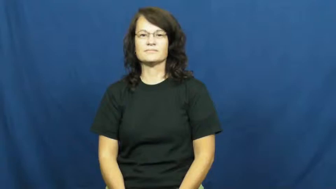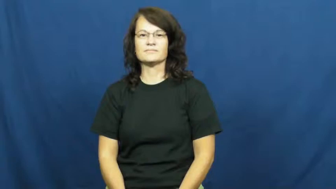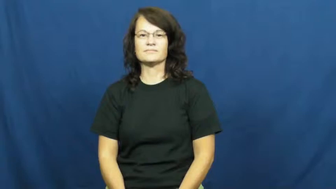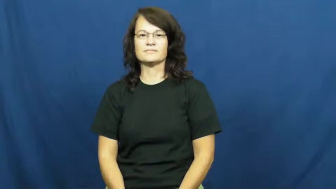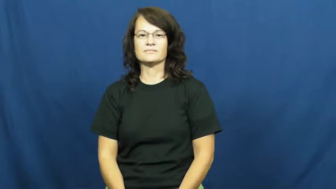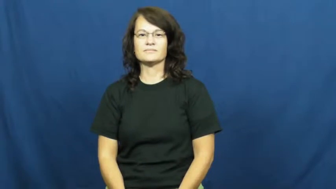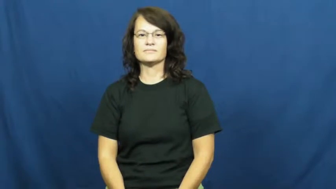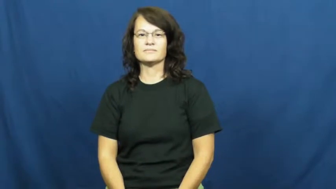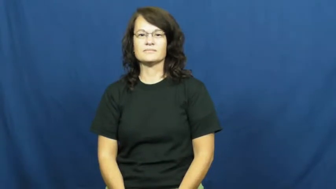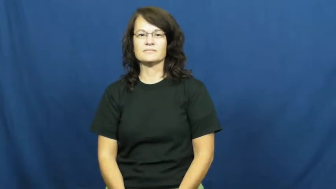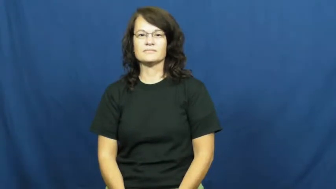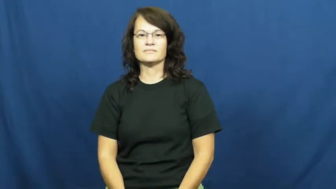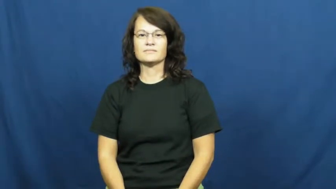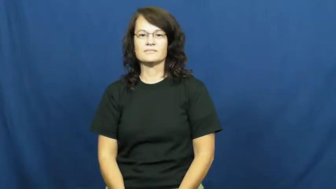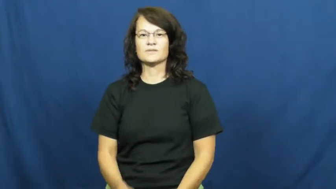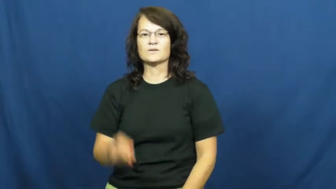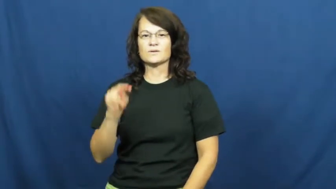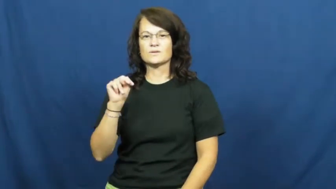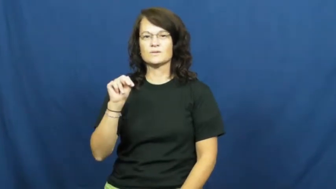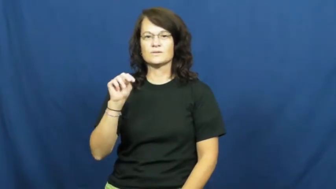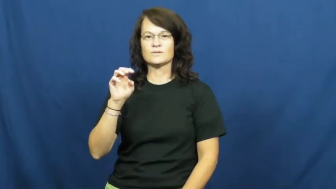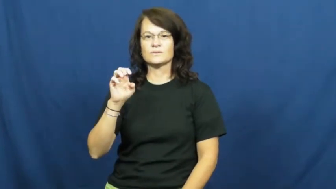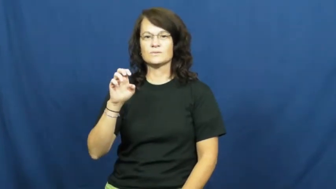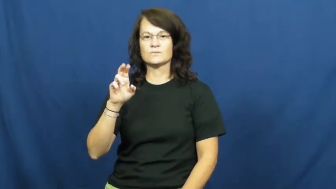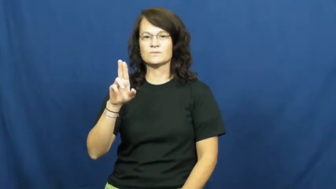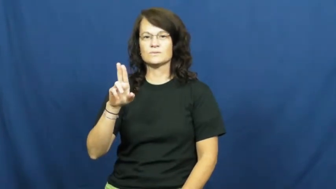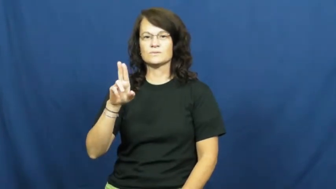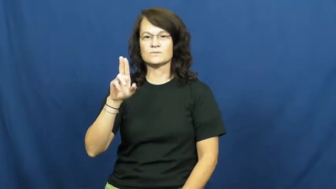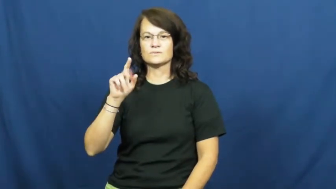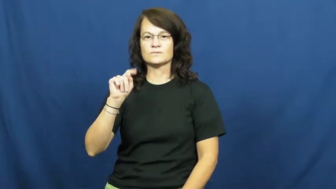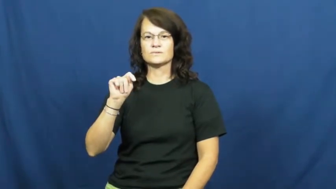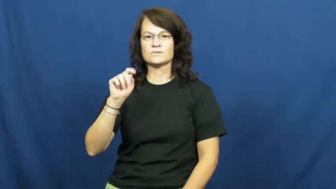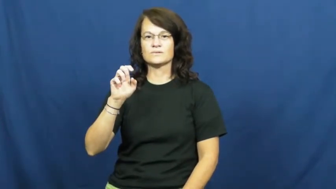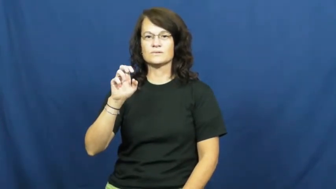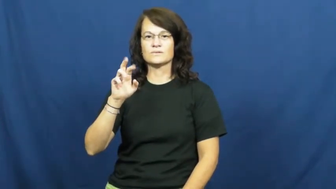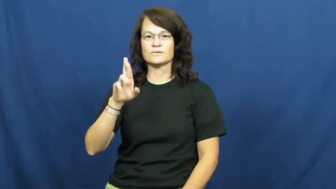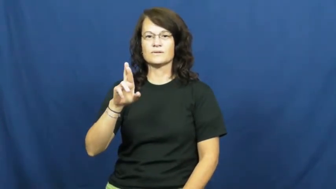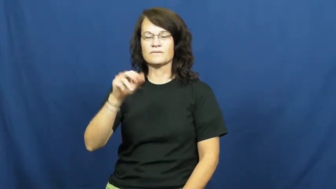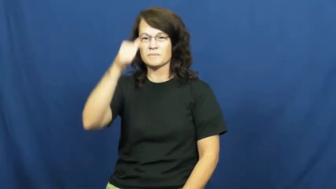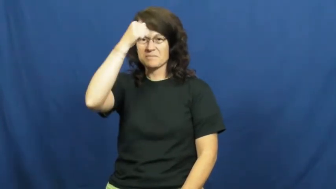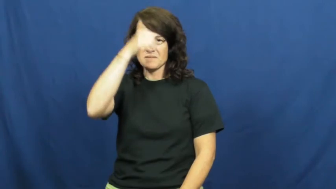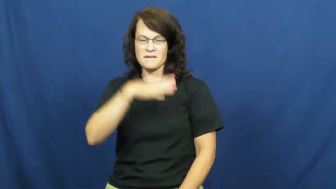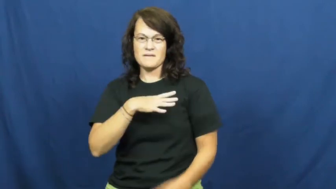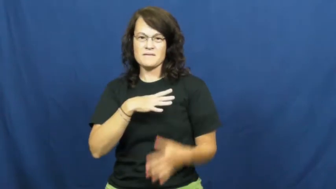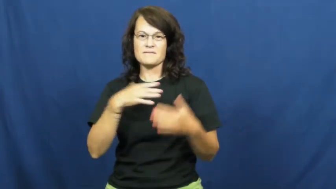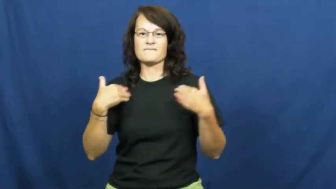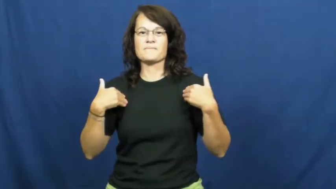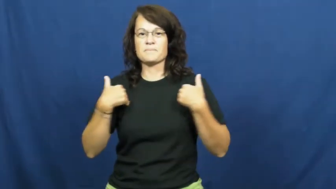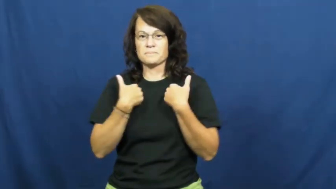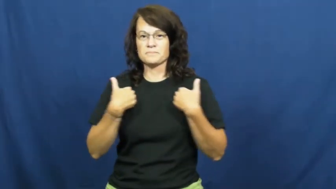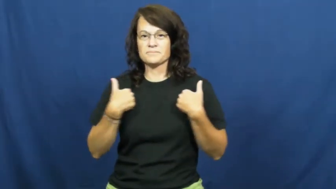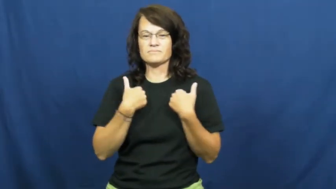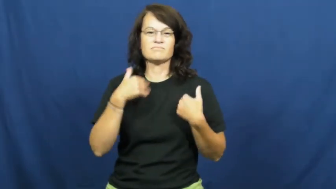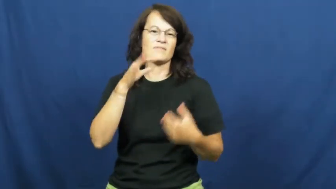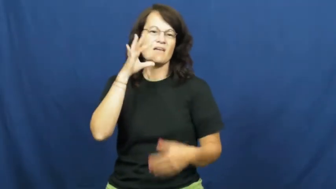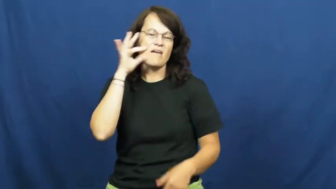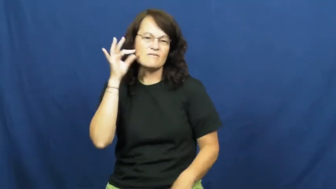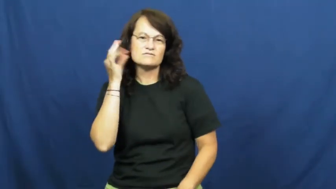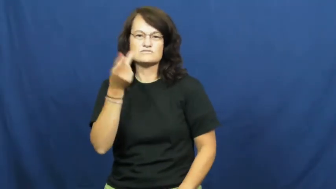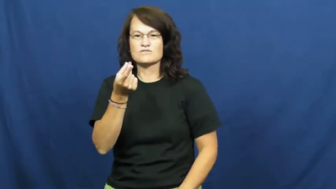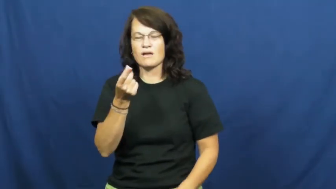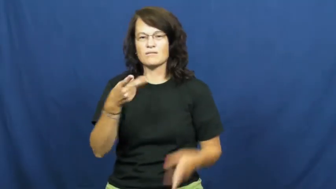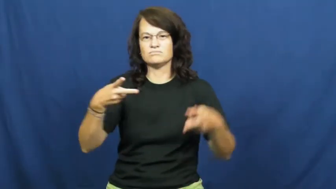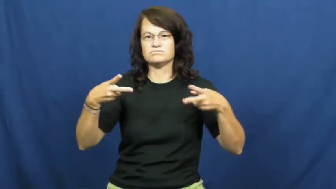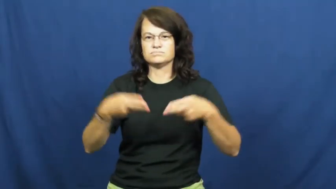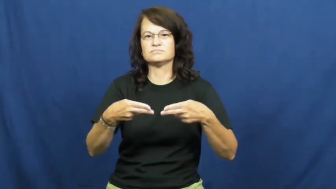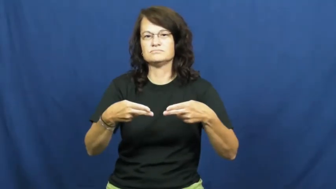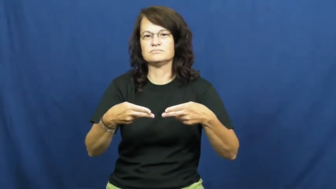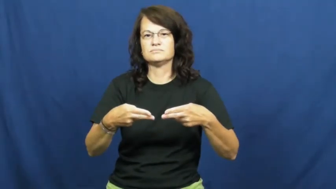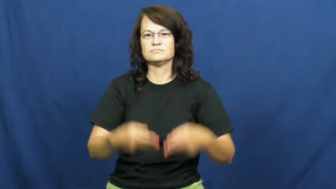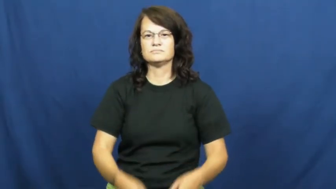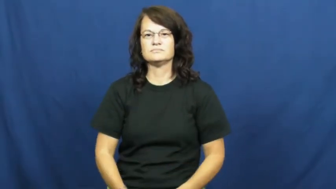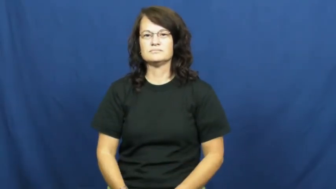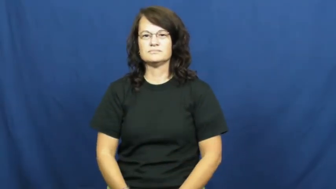neuter